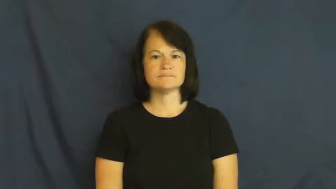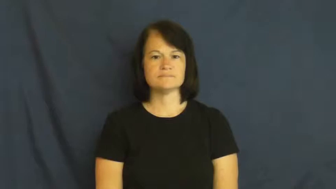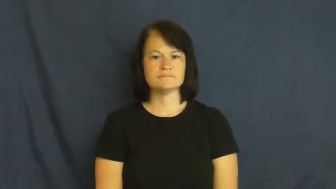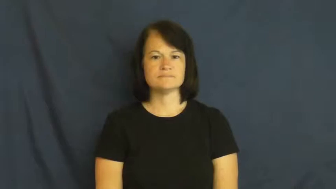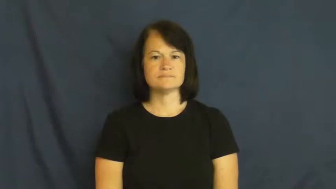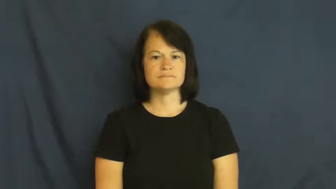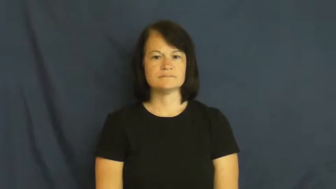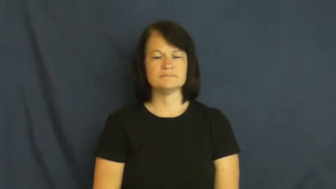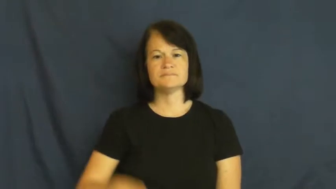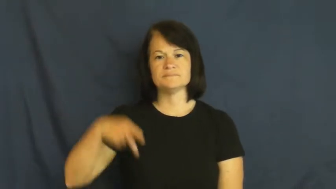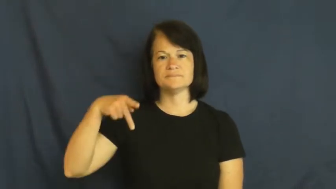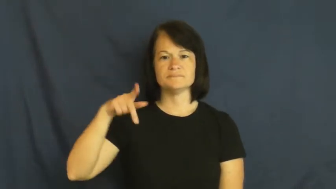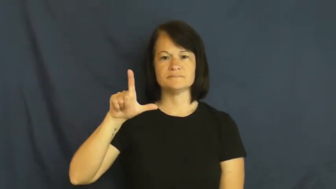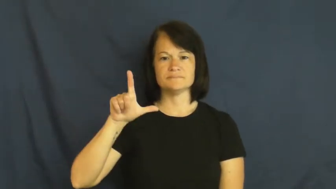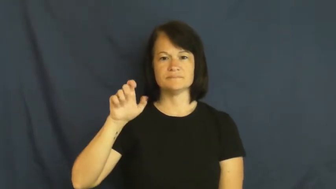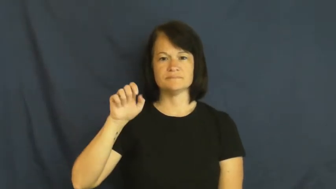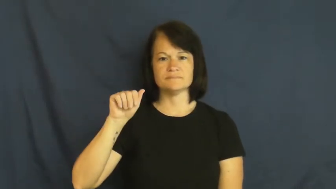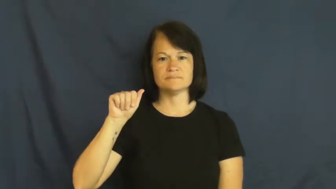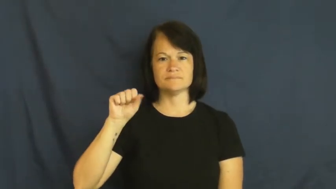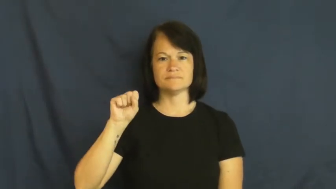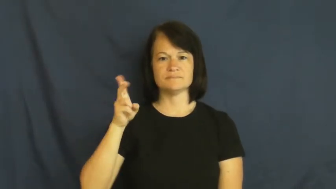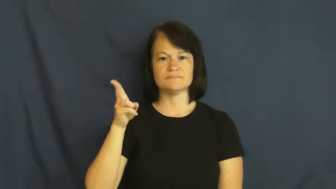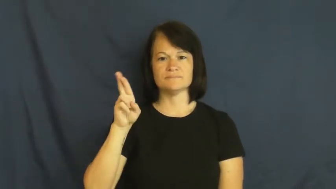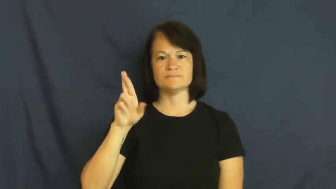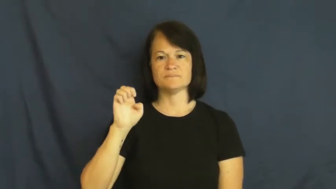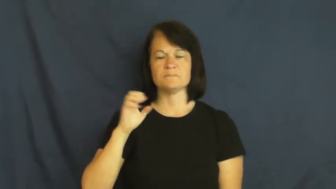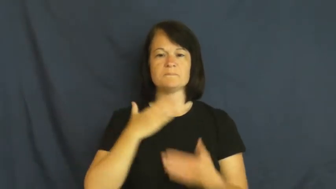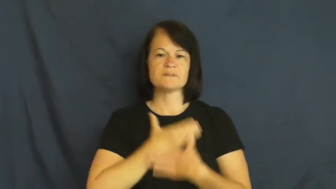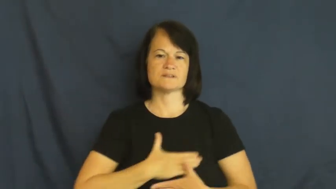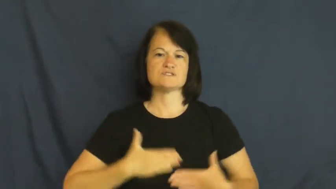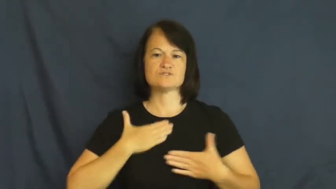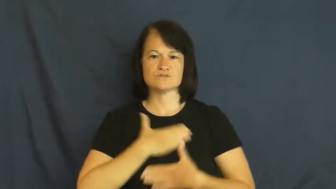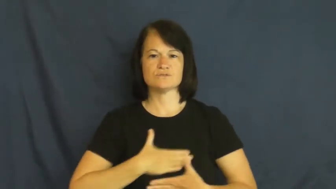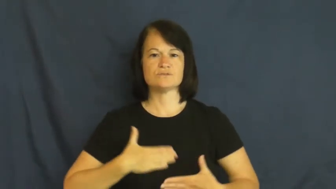pleasure